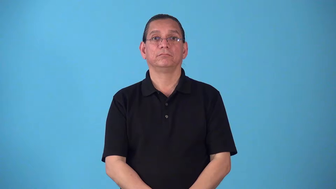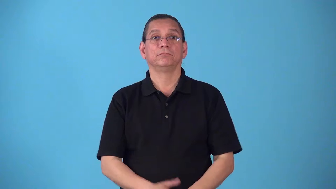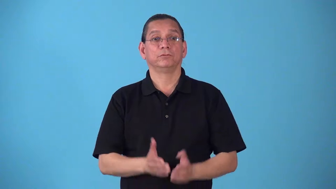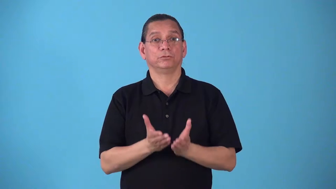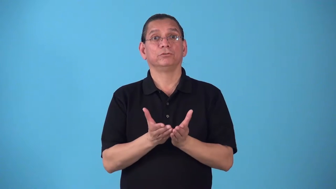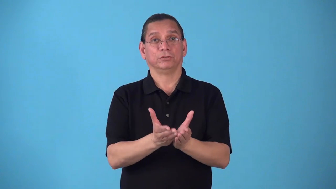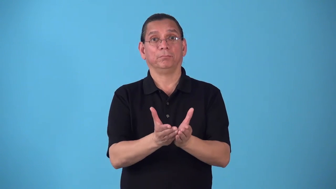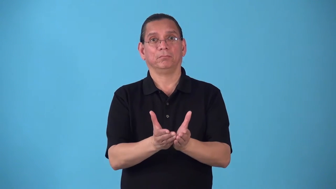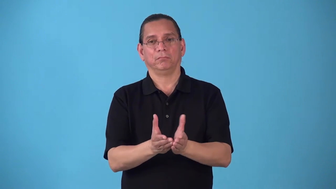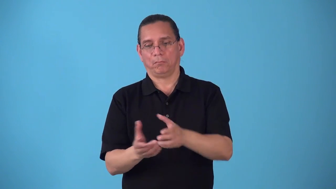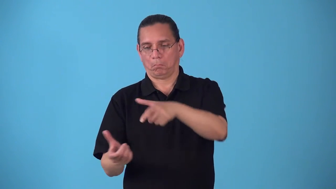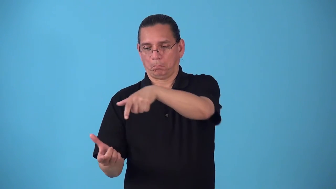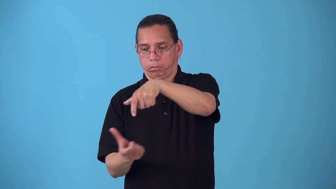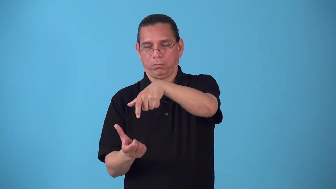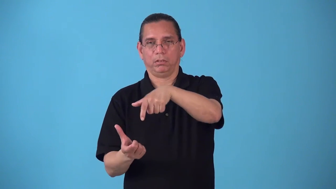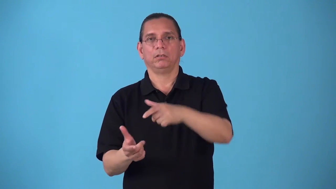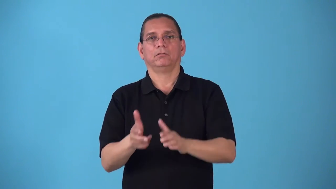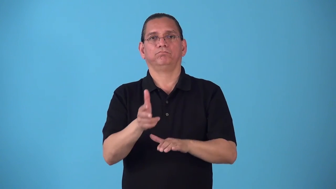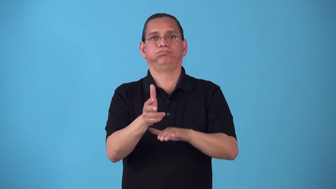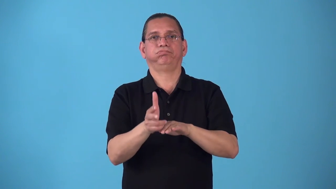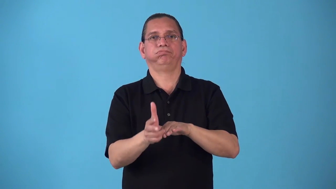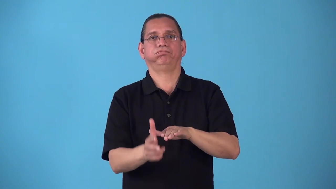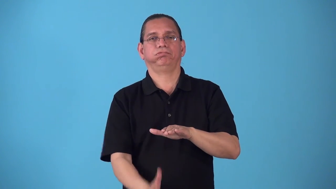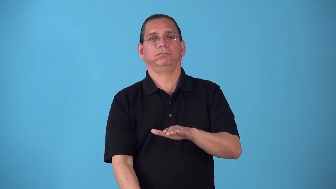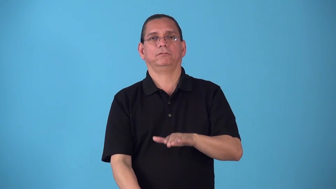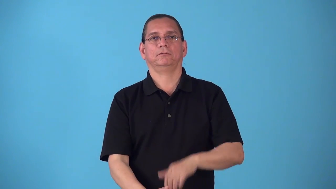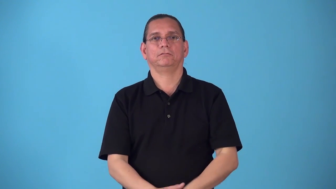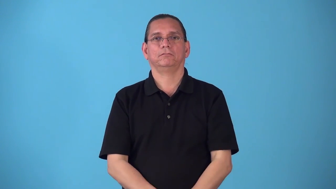scupper,scuttle cause ship to sink